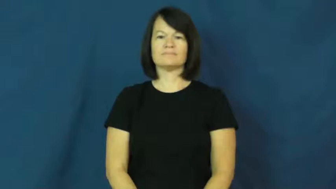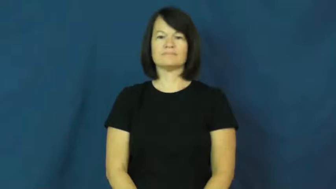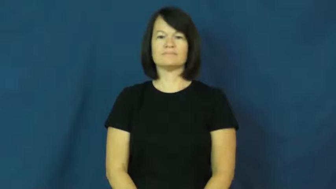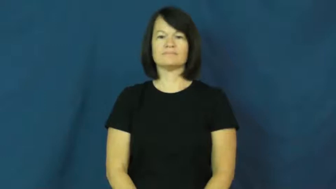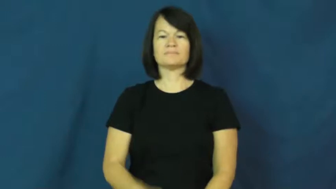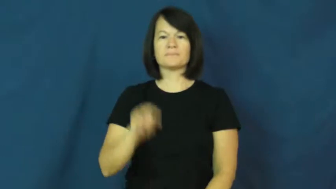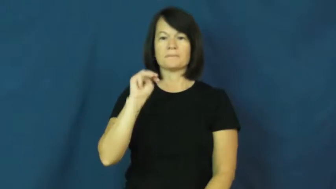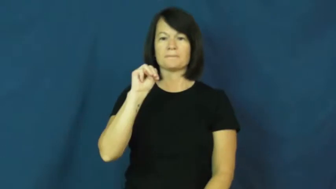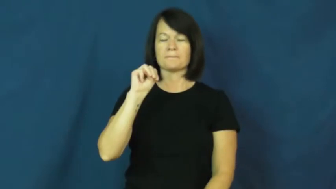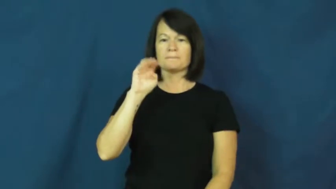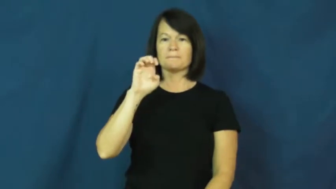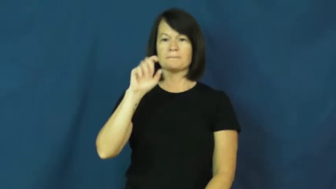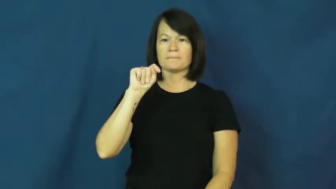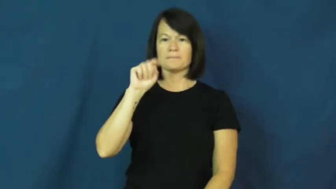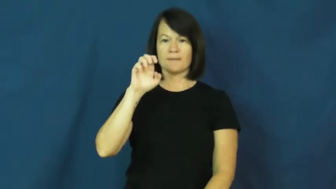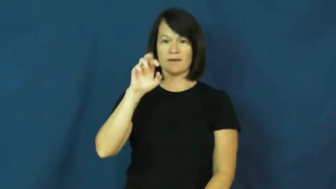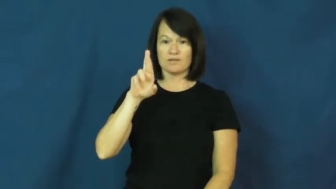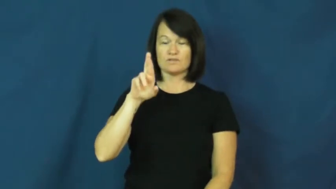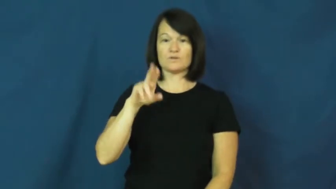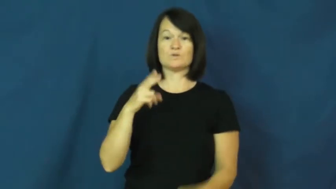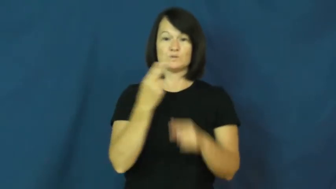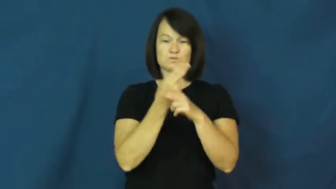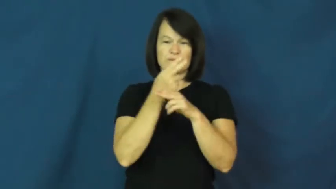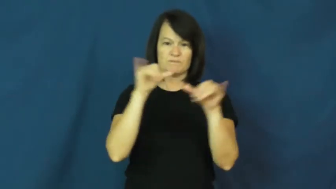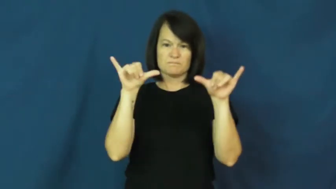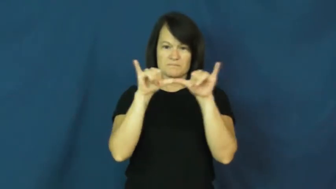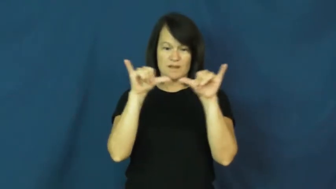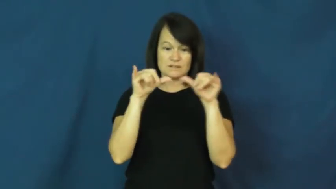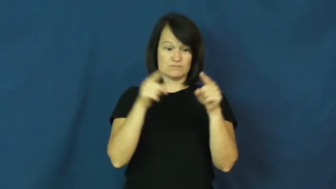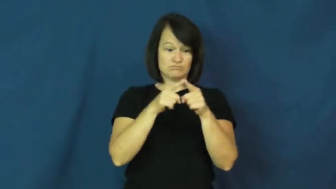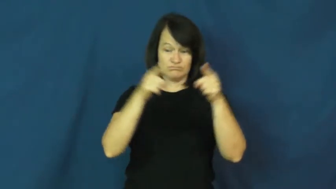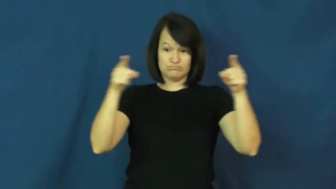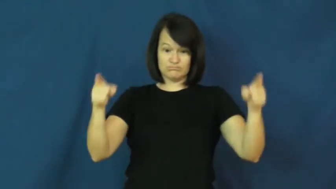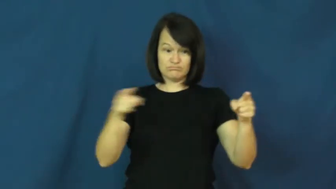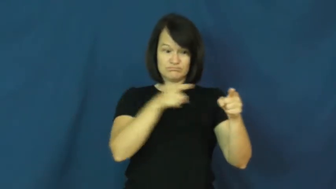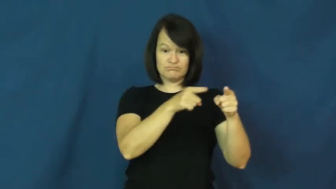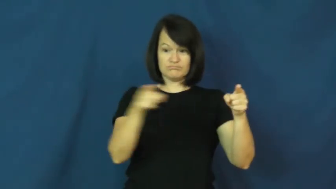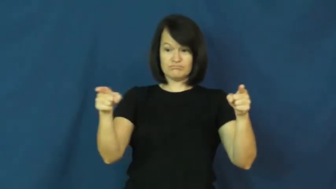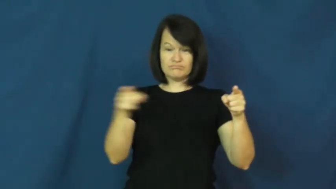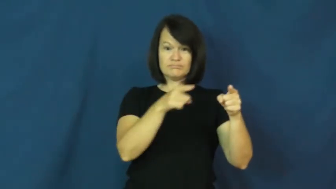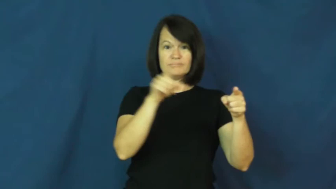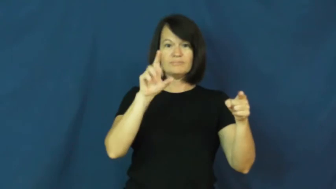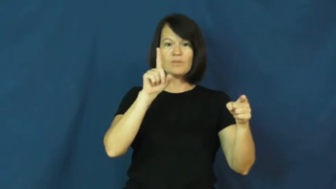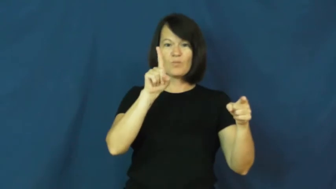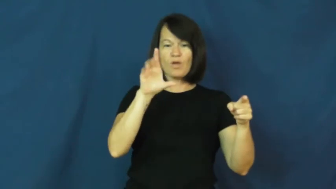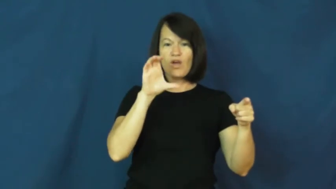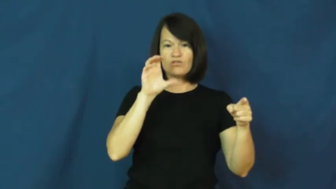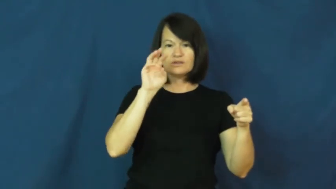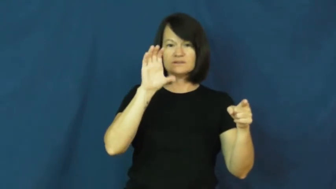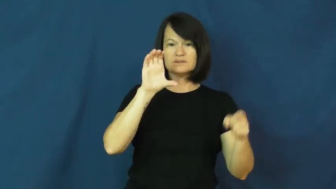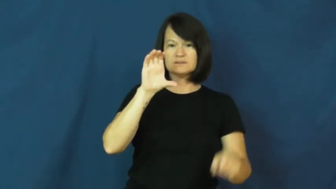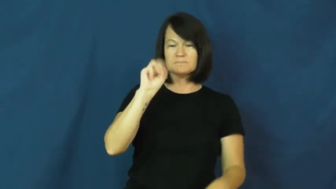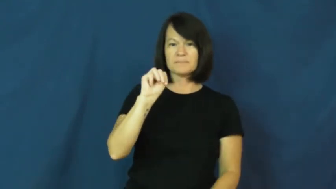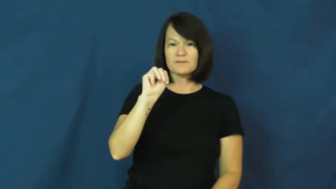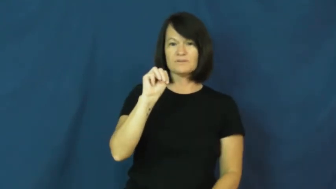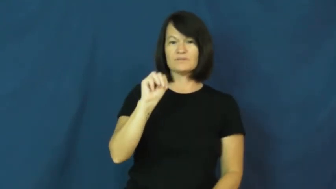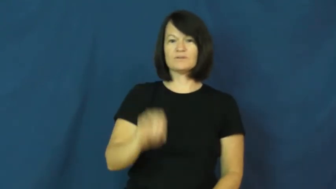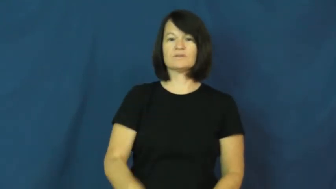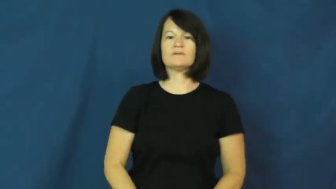meter,metric-measure